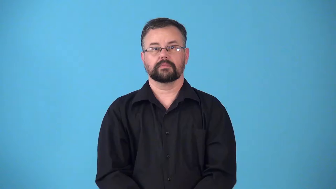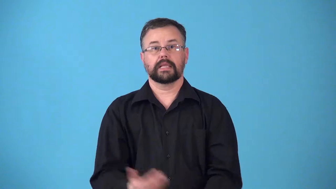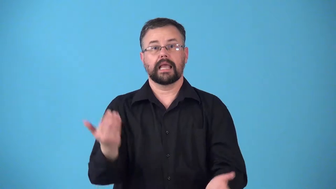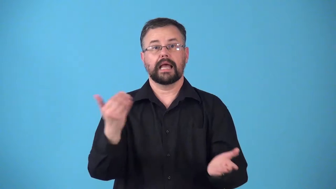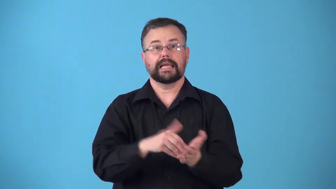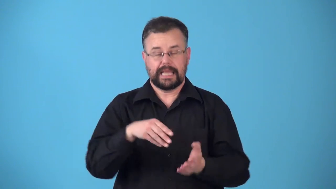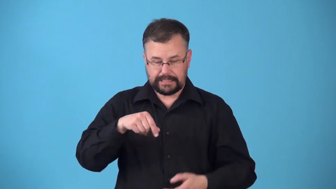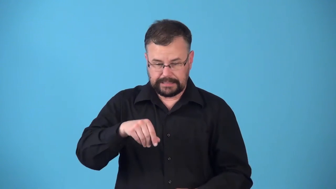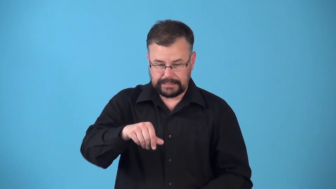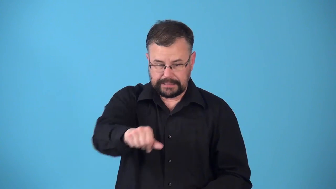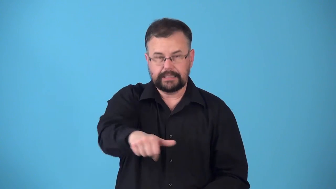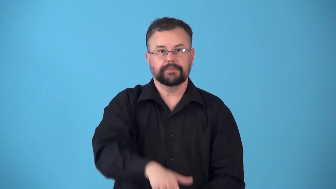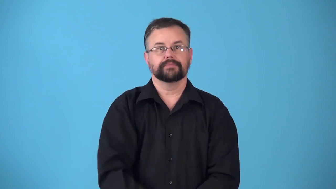reseed,resow